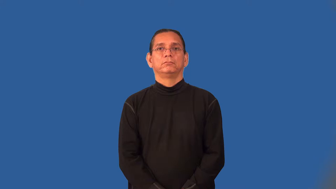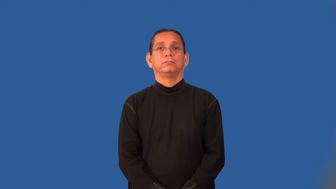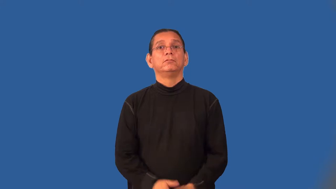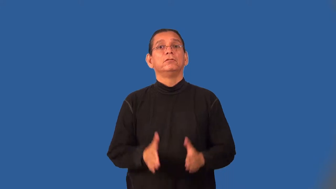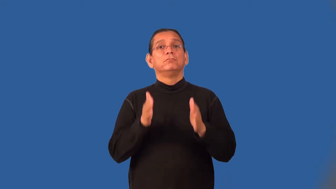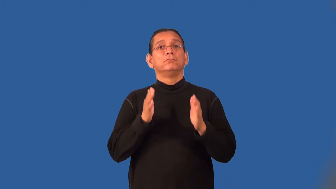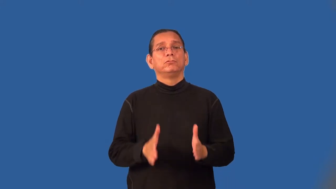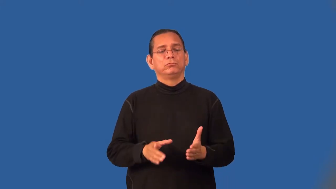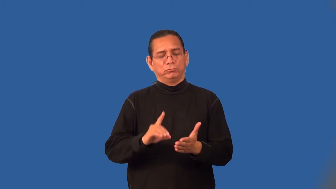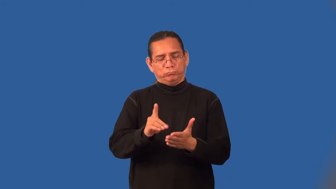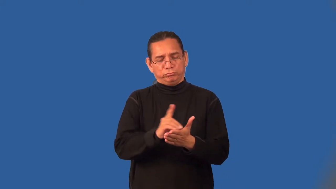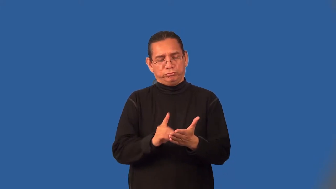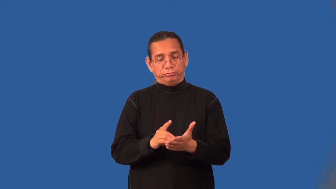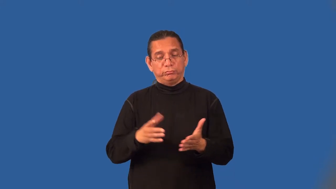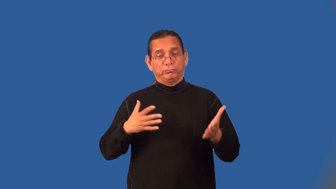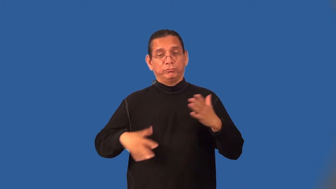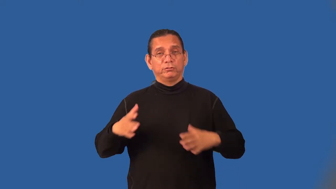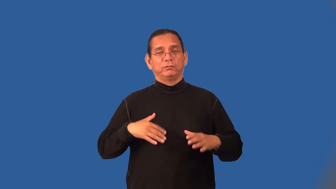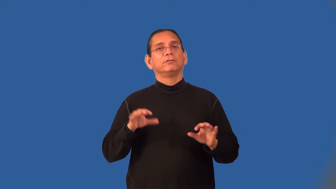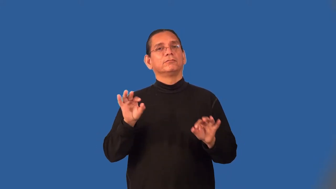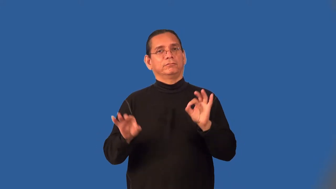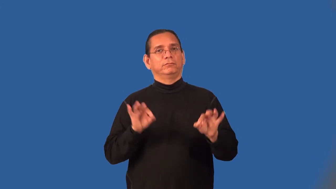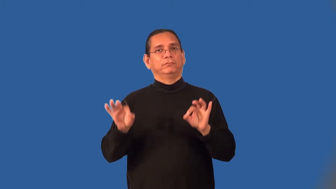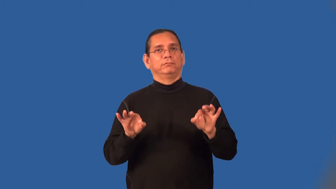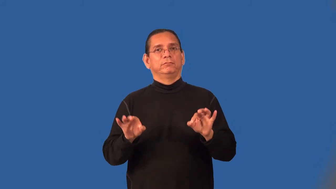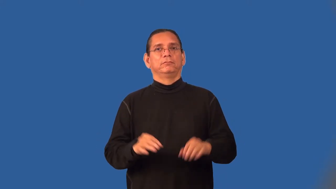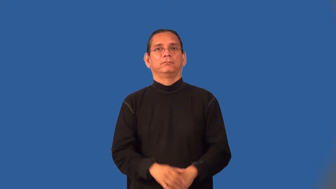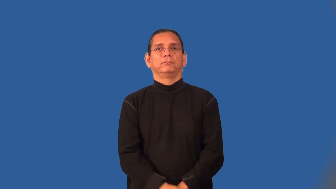fashionista